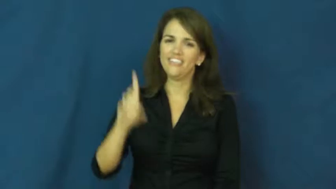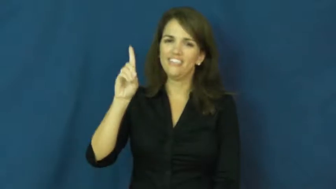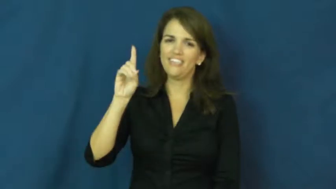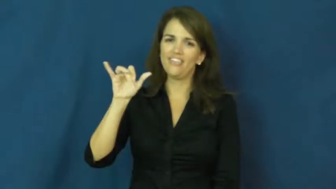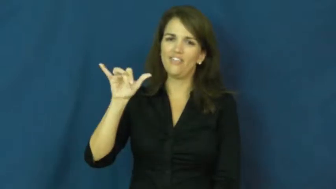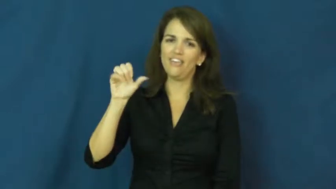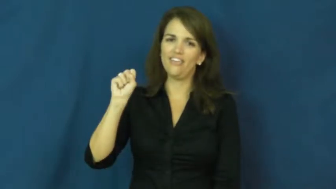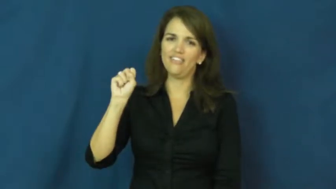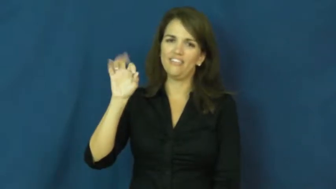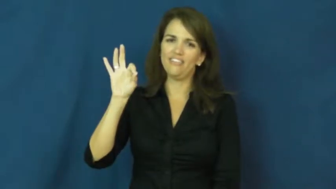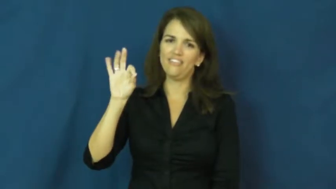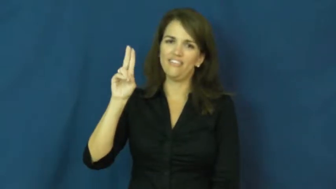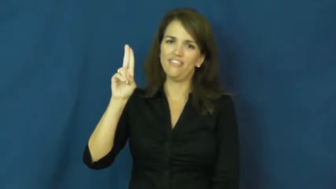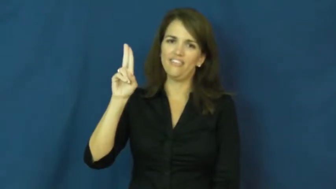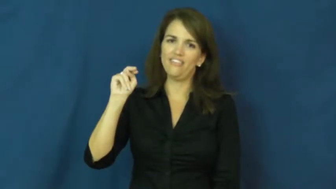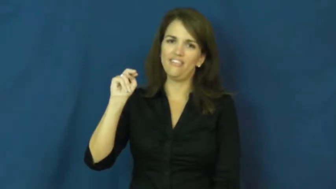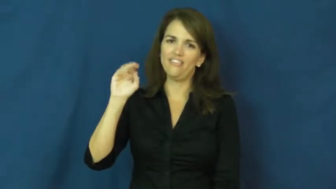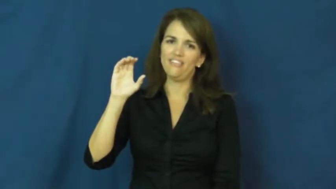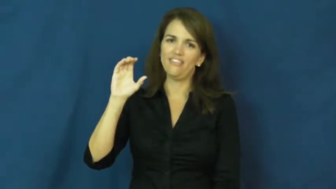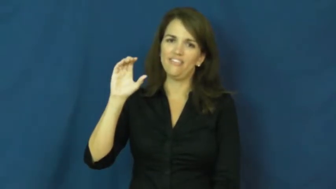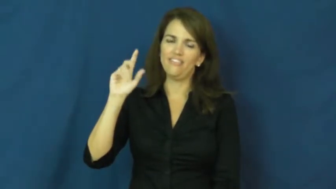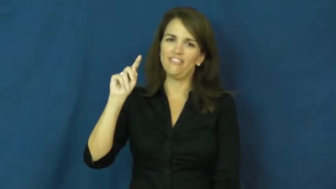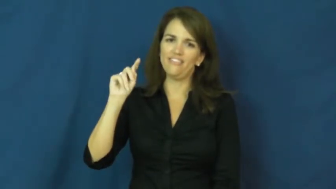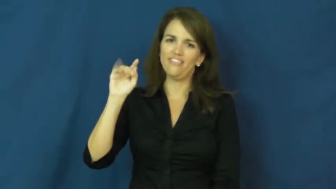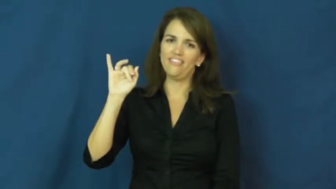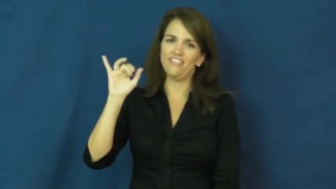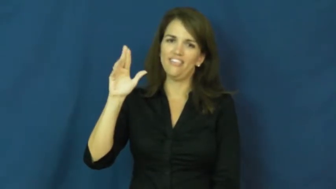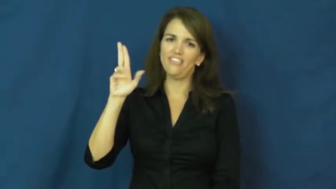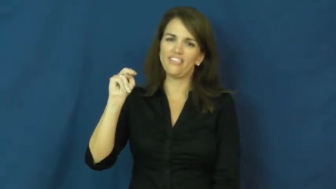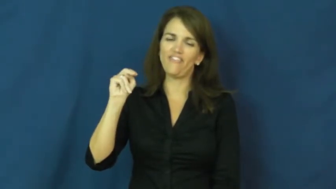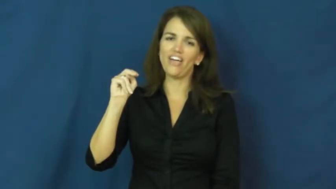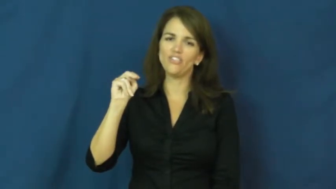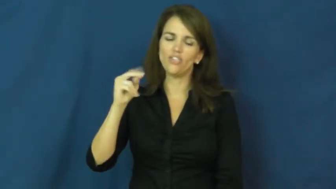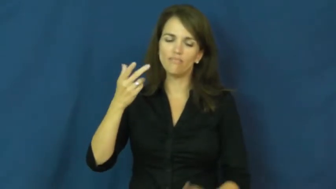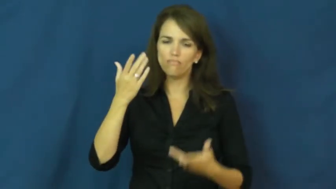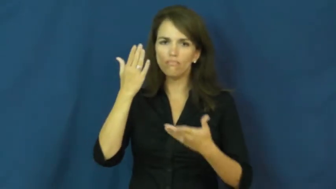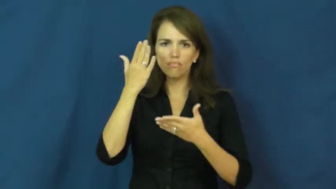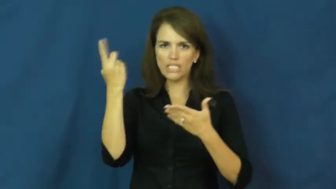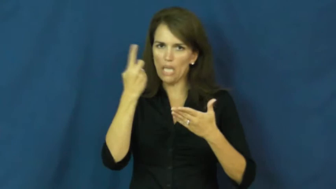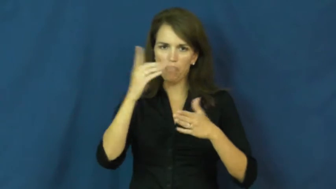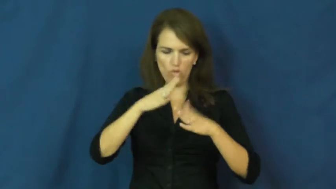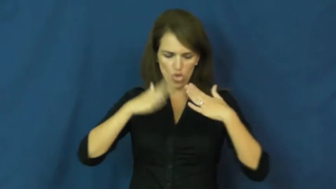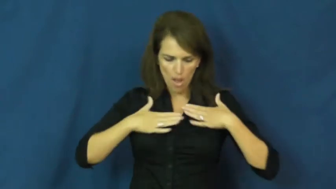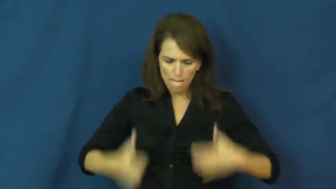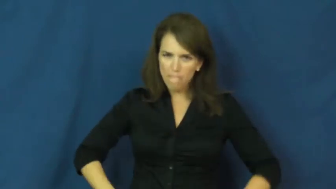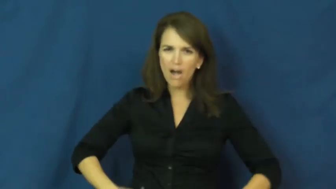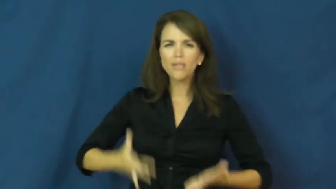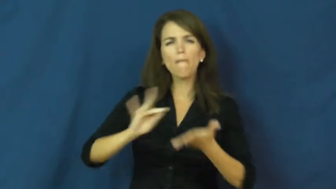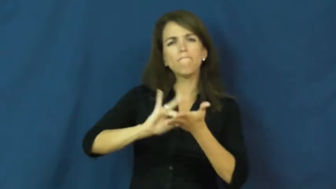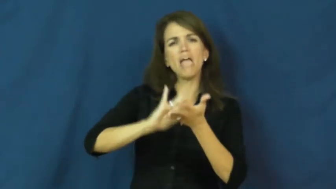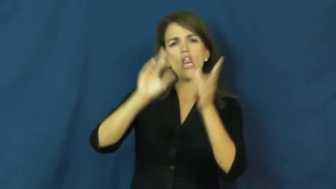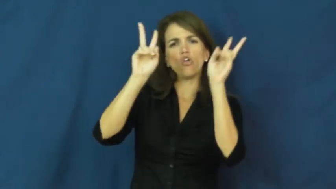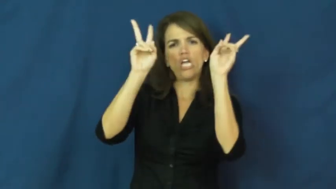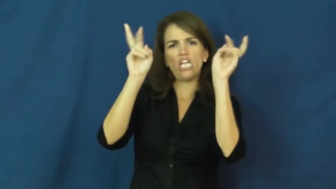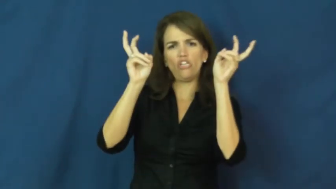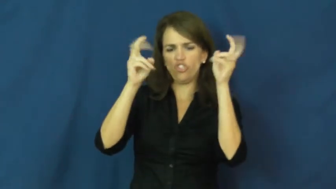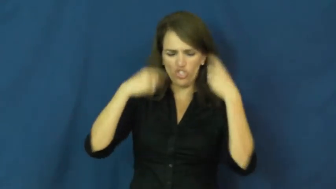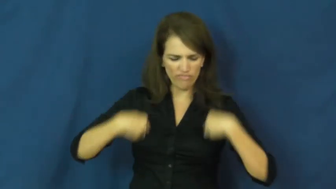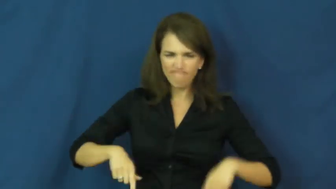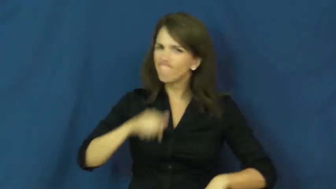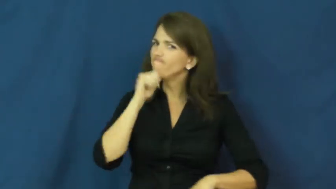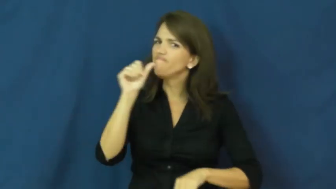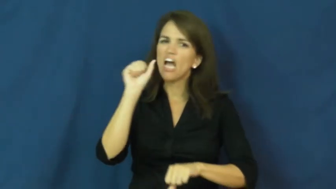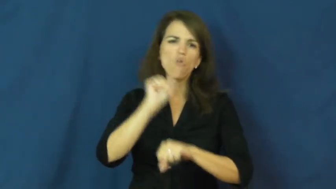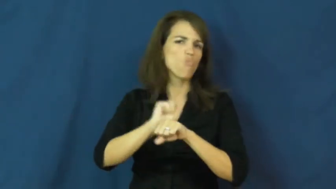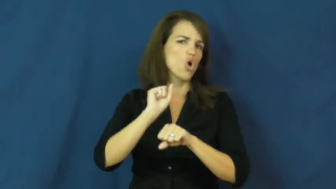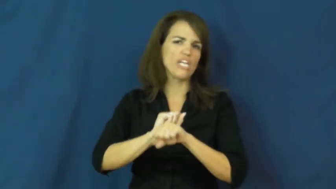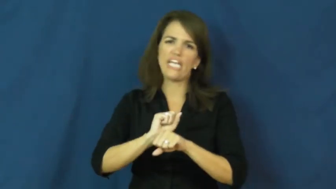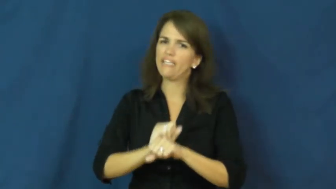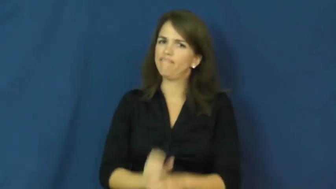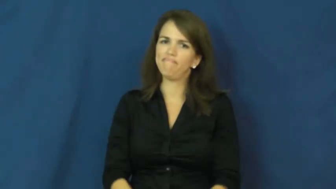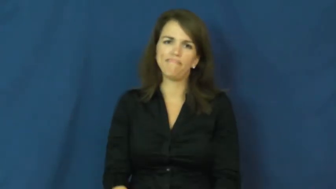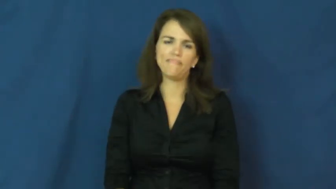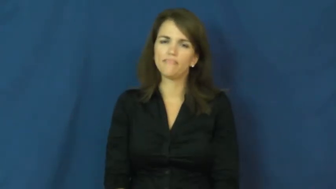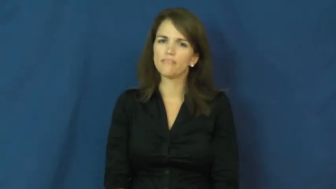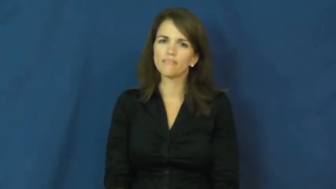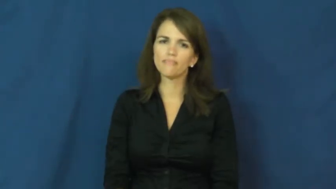dysfunction